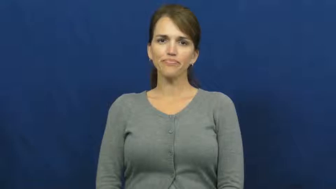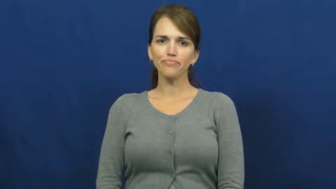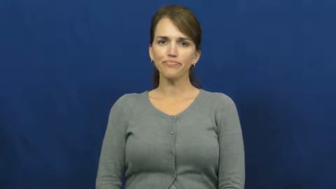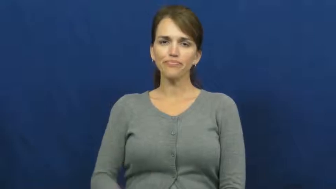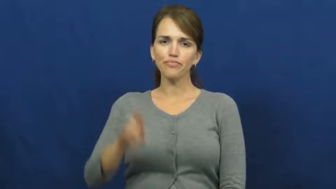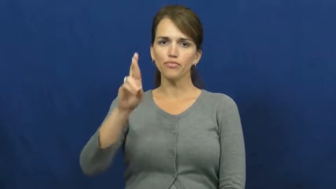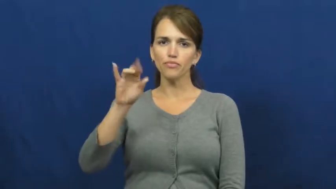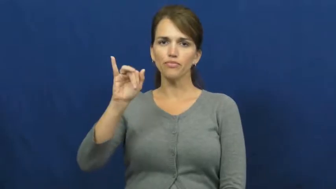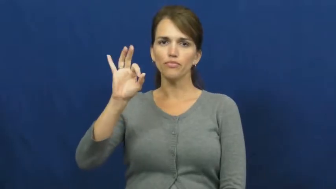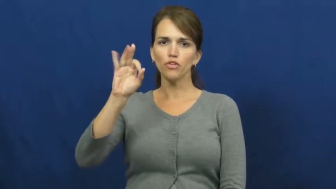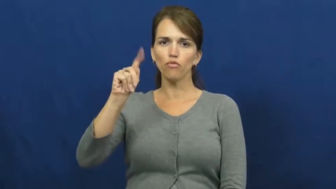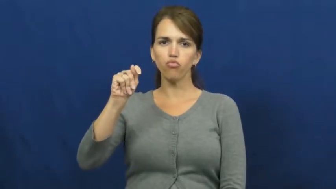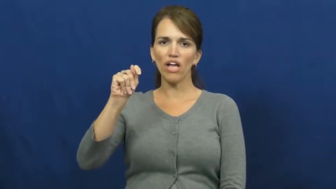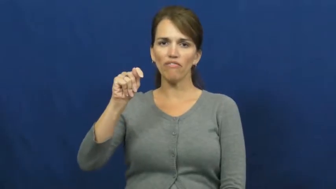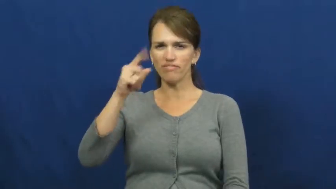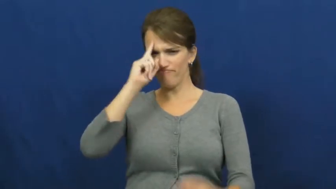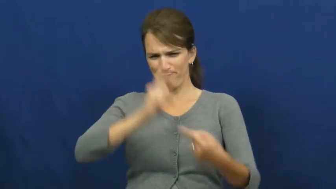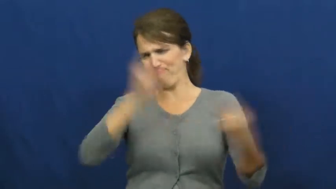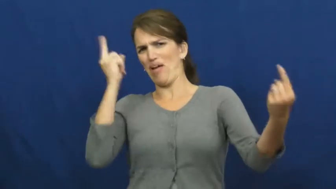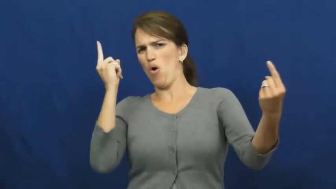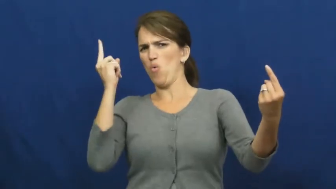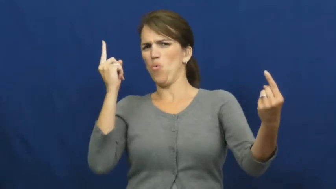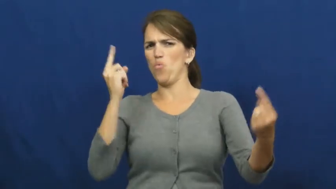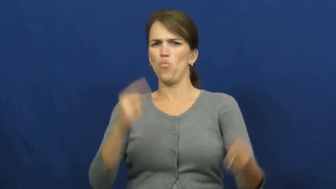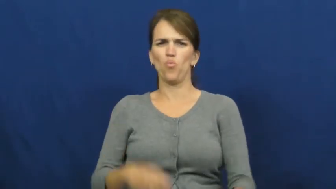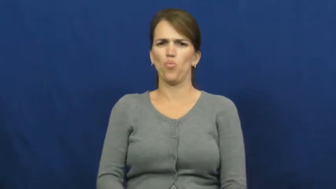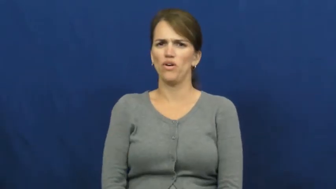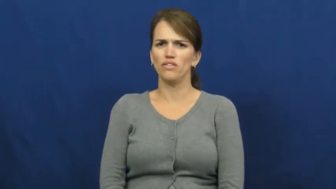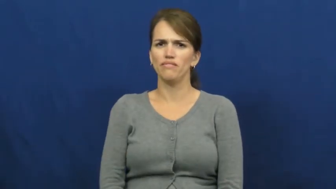rift